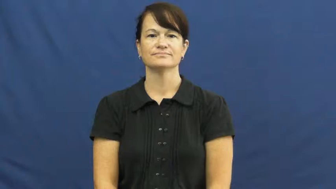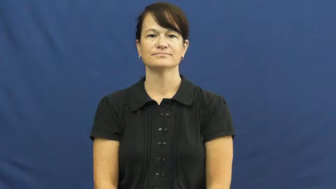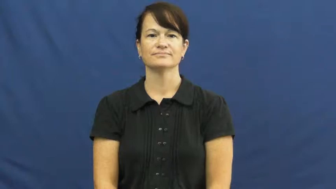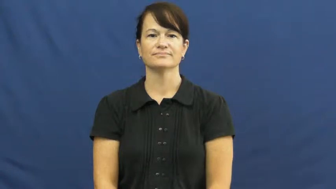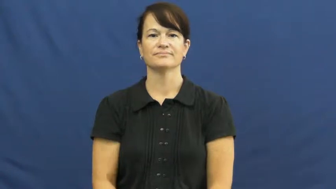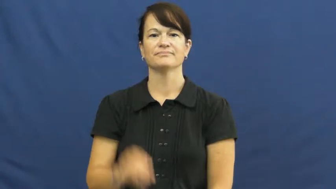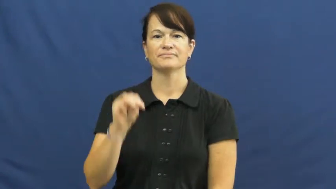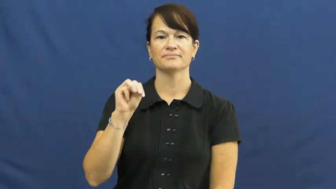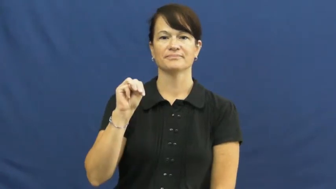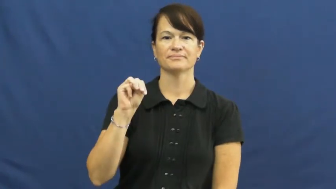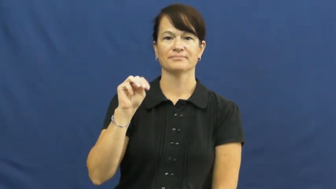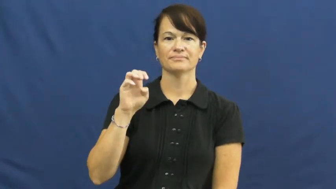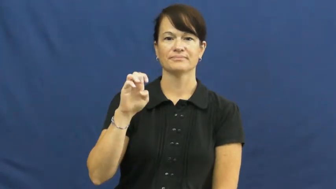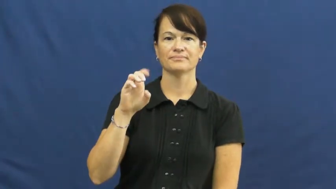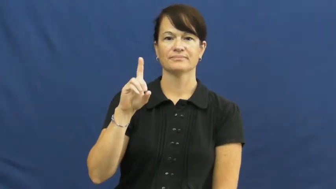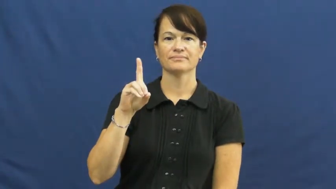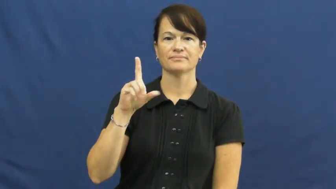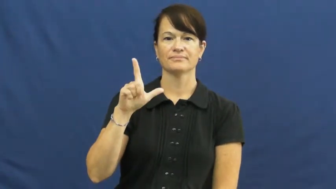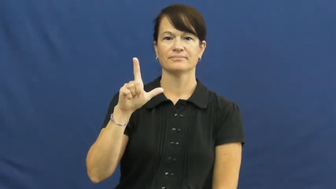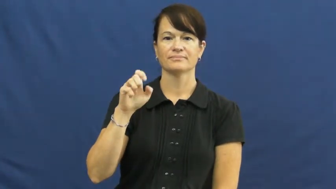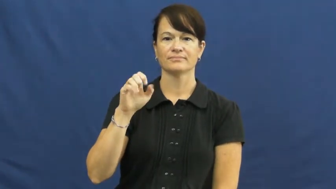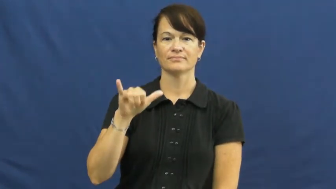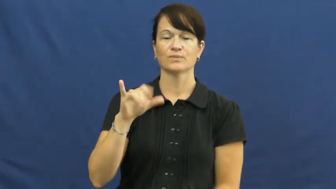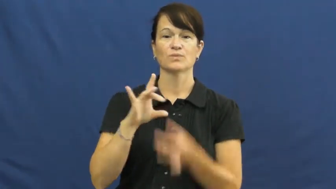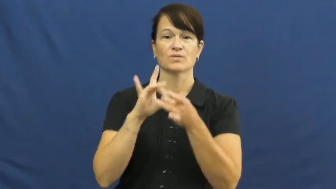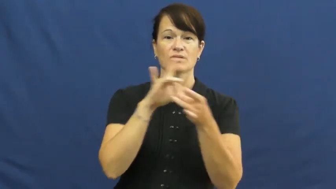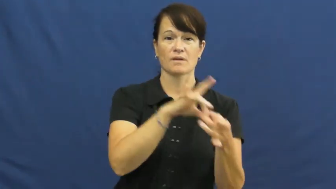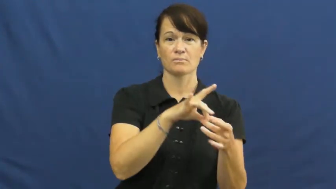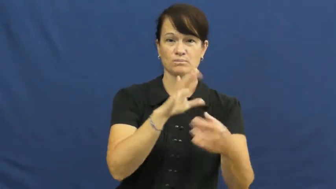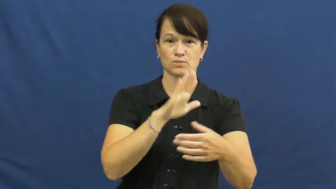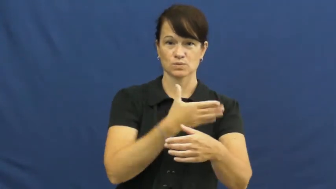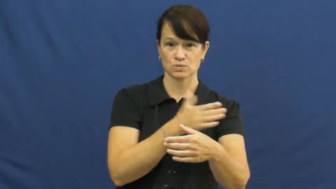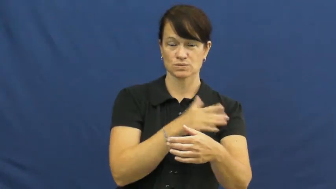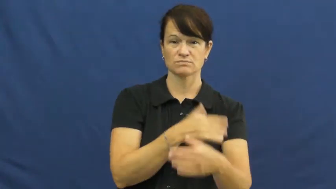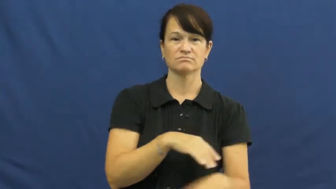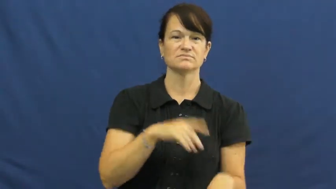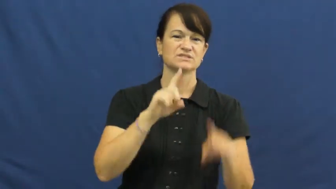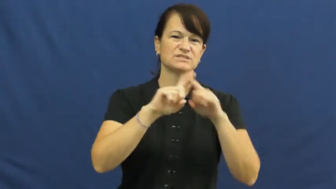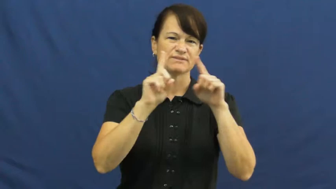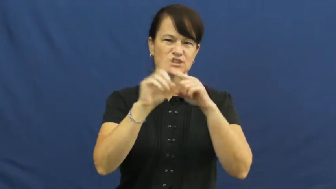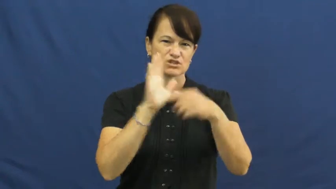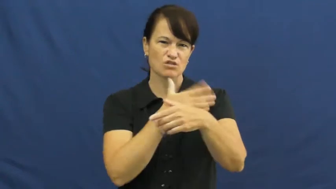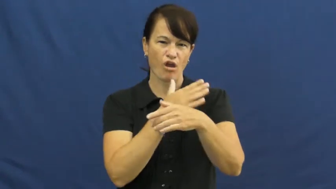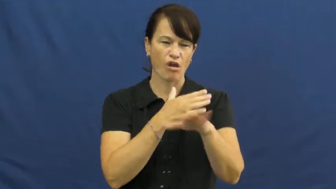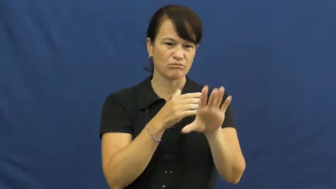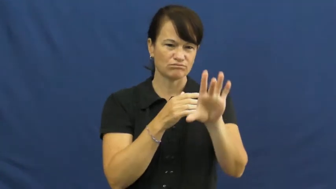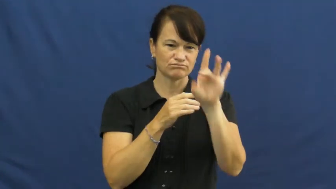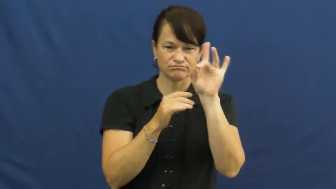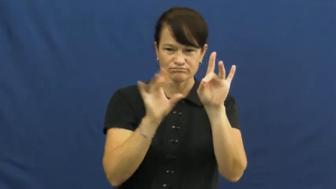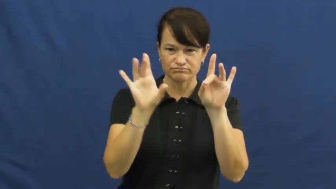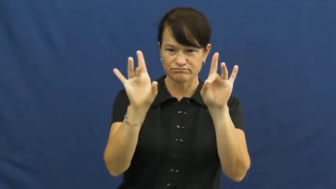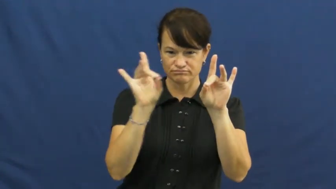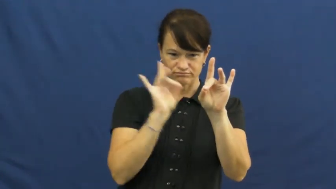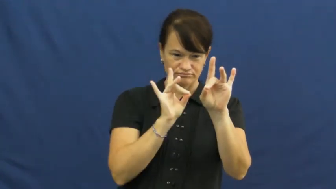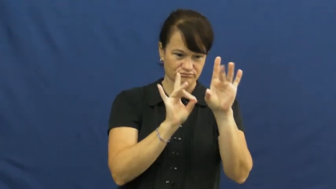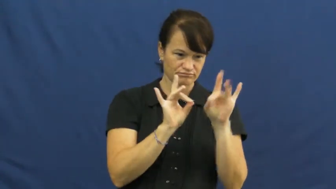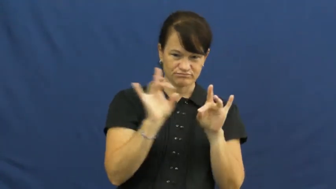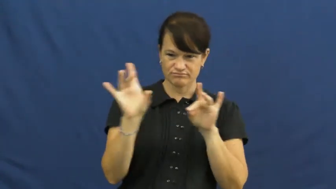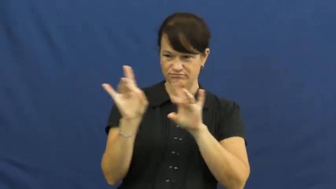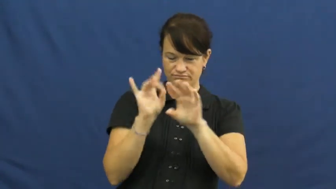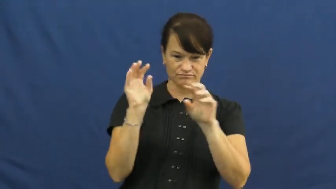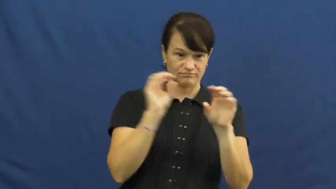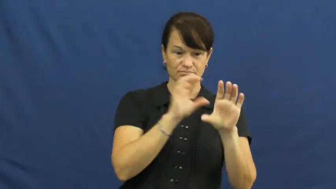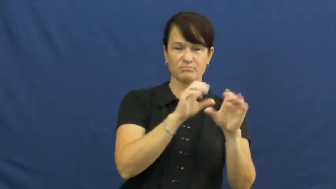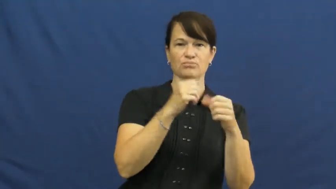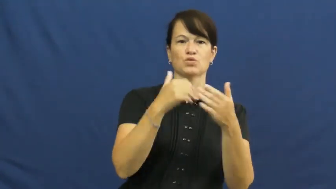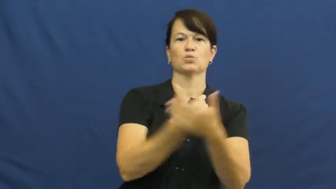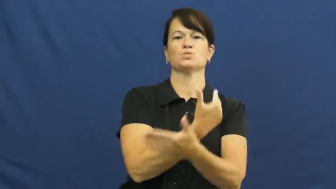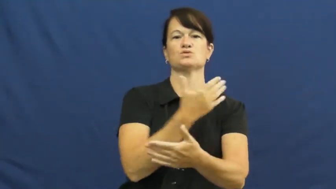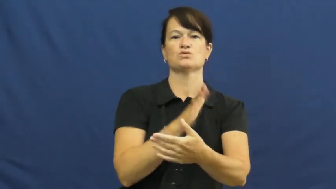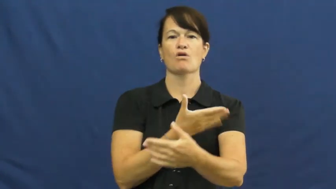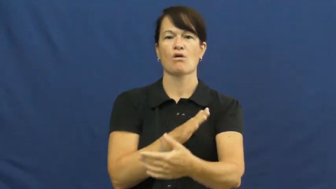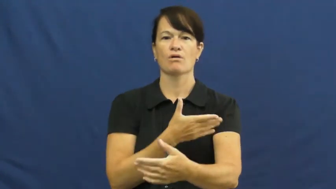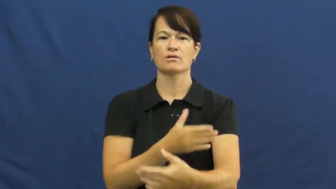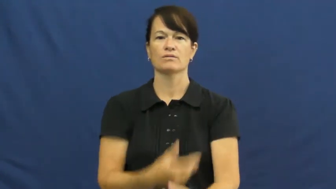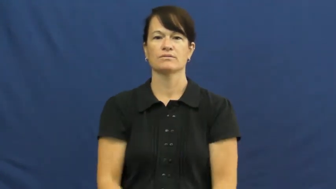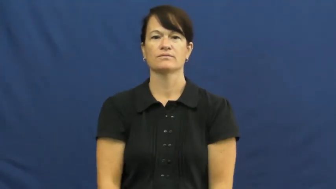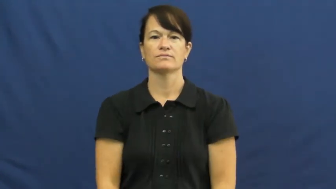medley-music